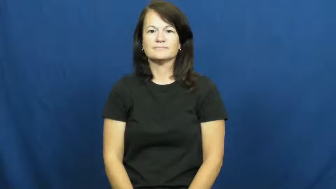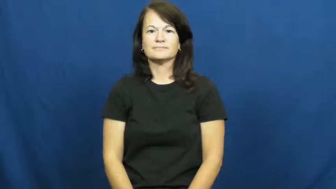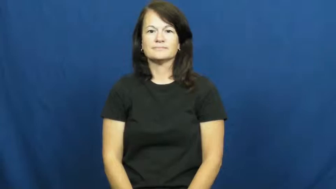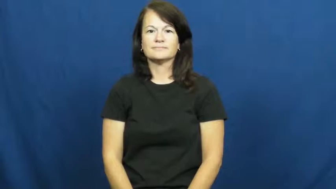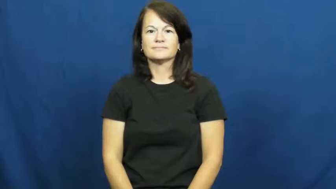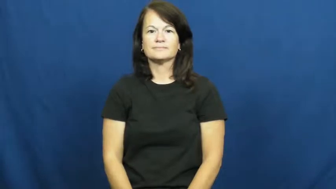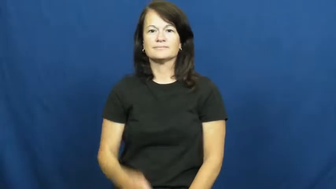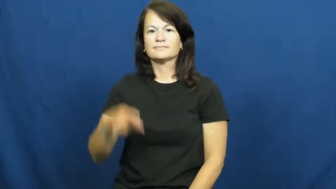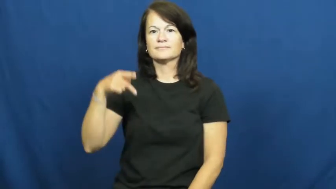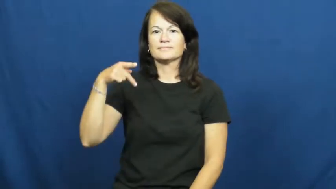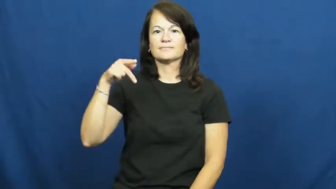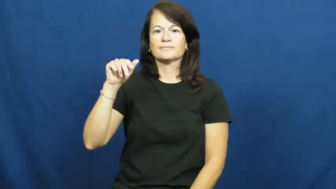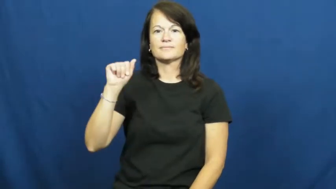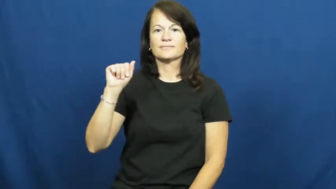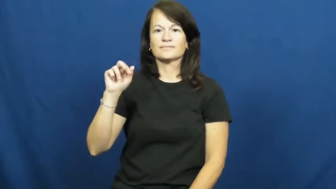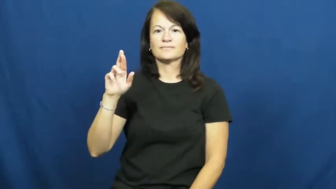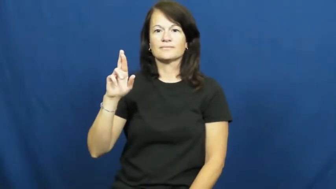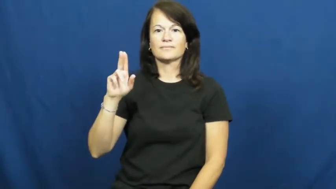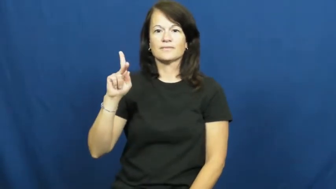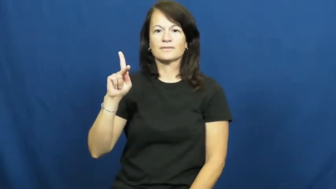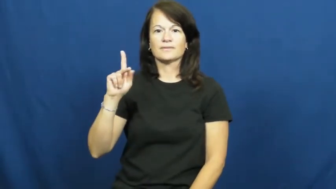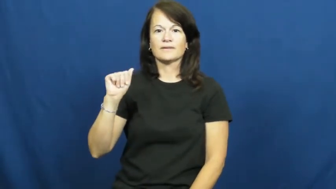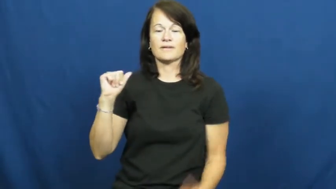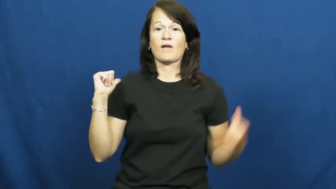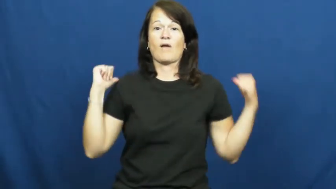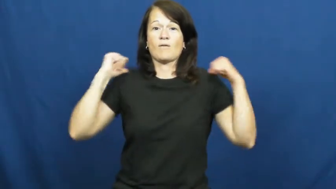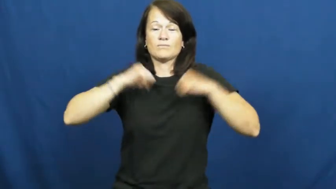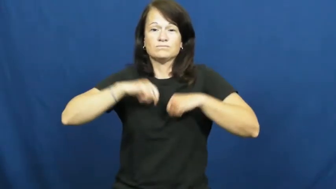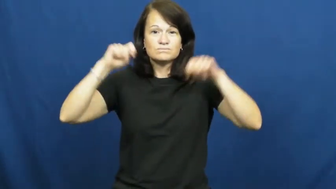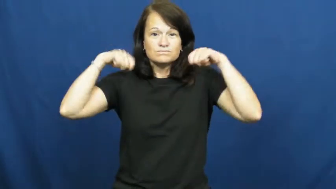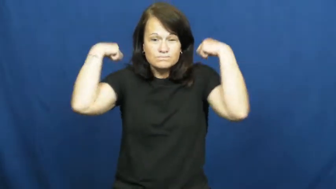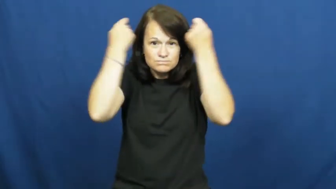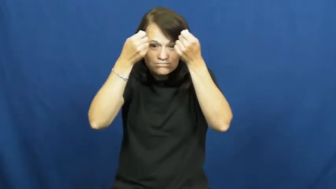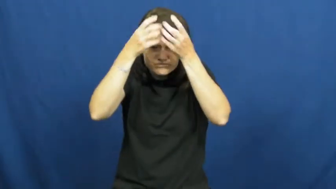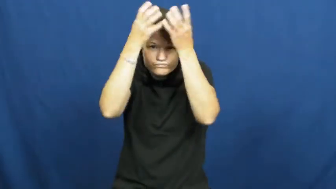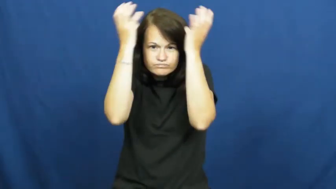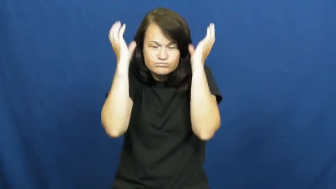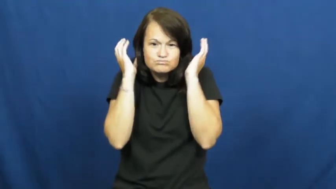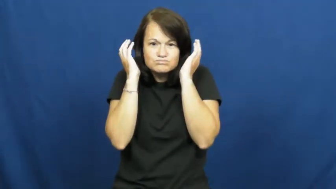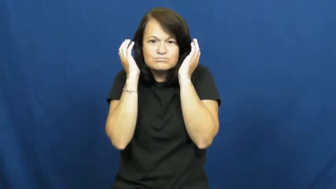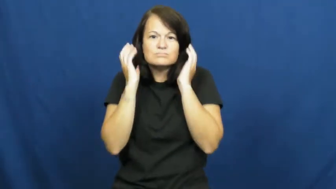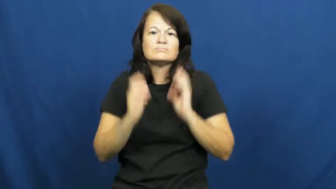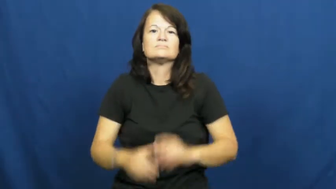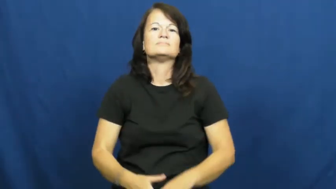parka